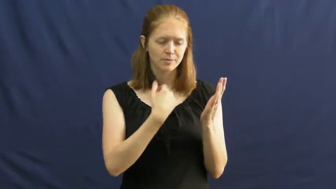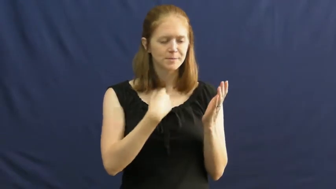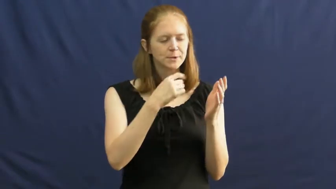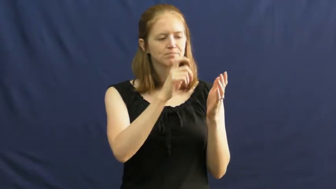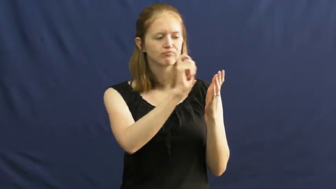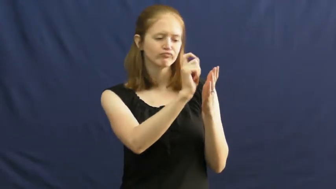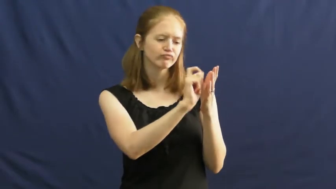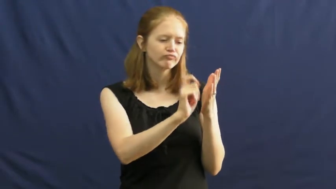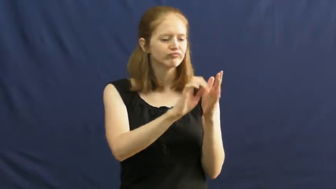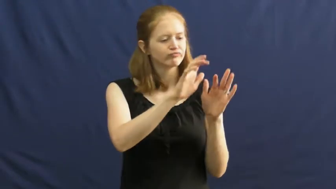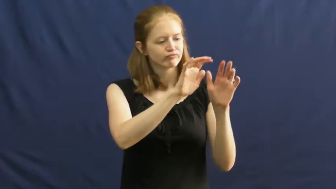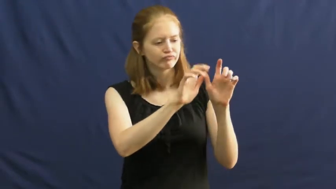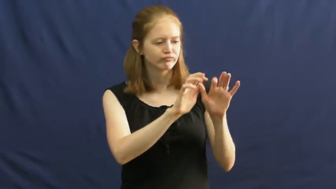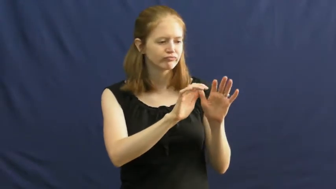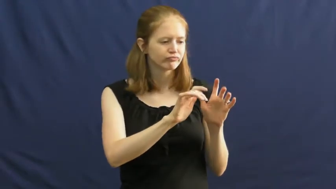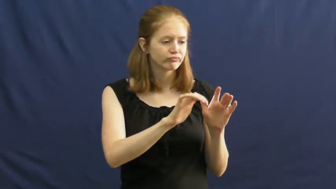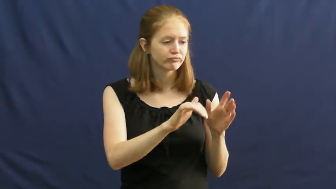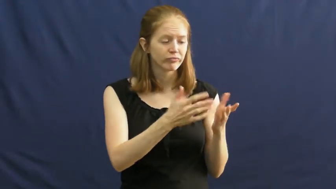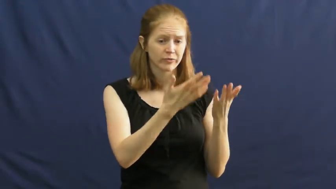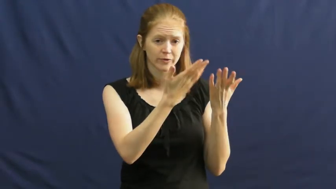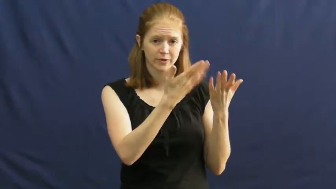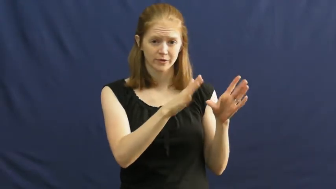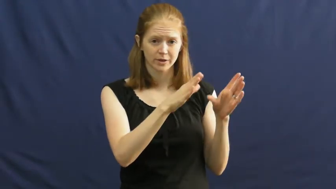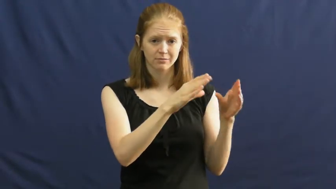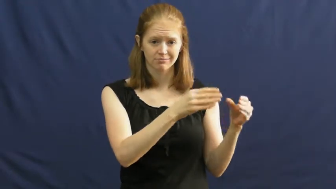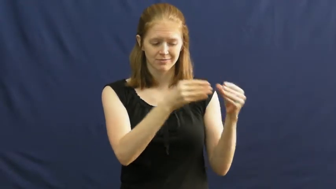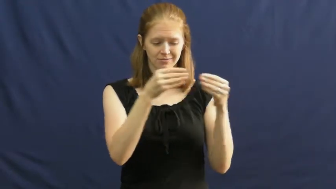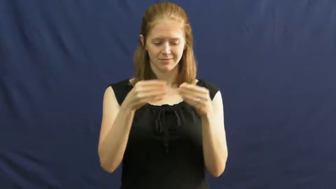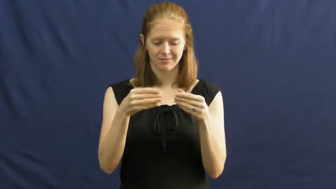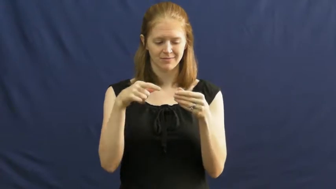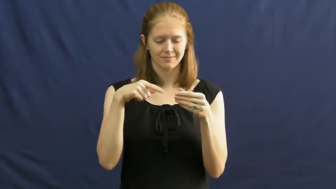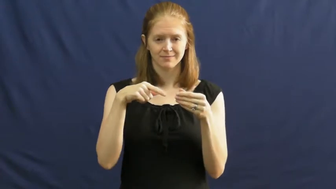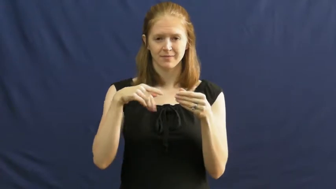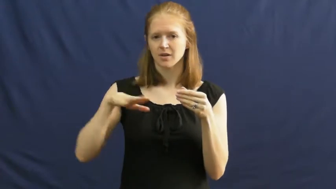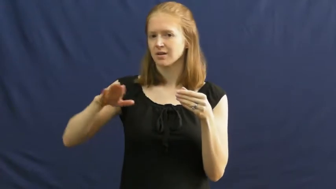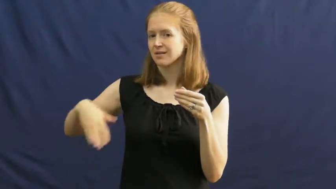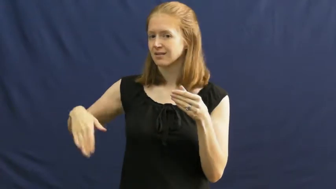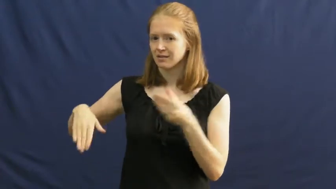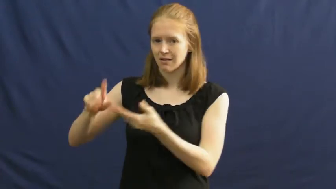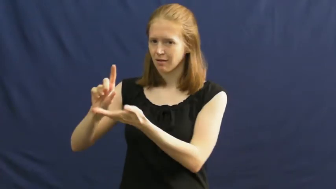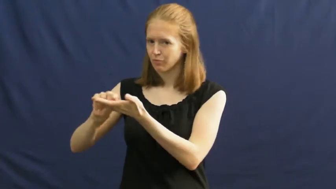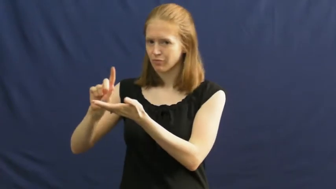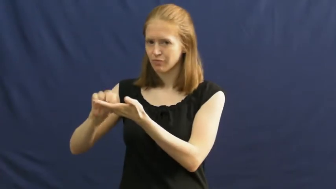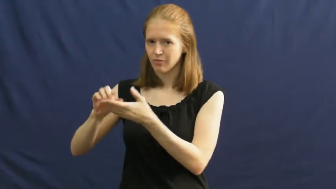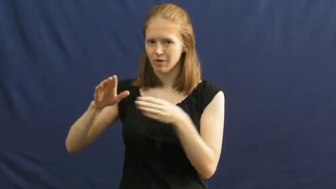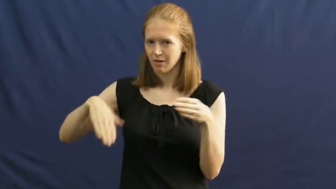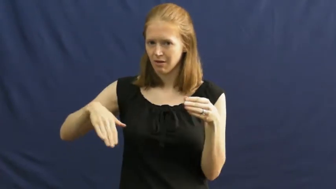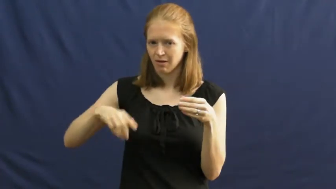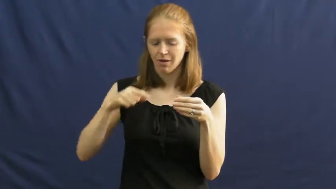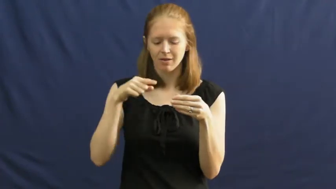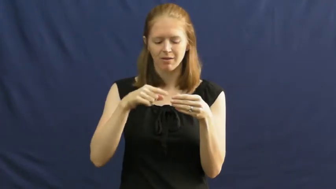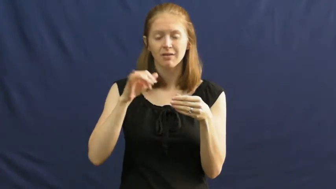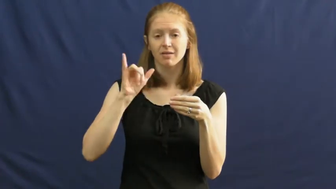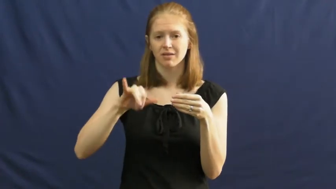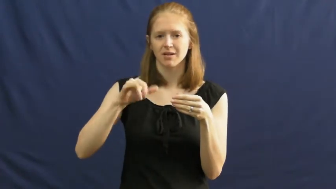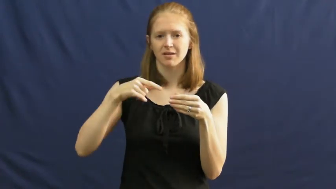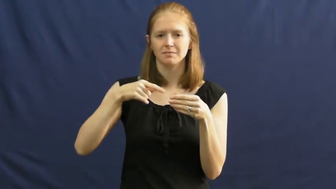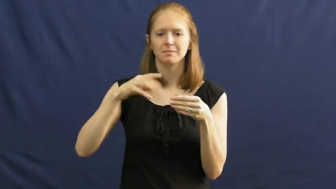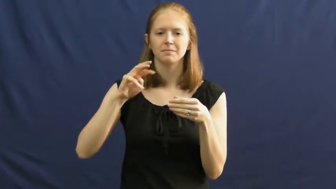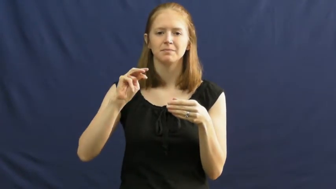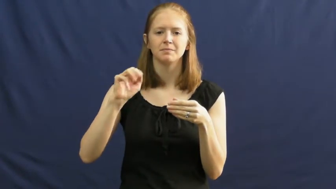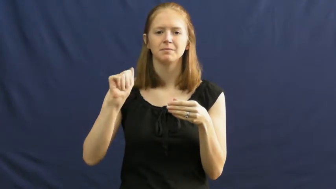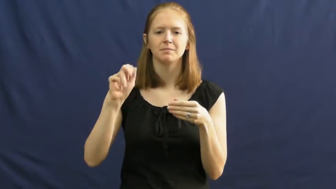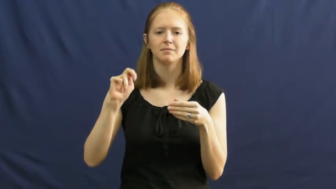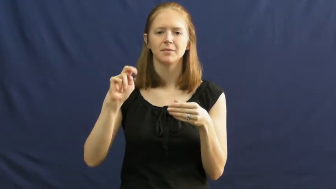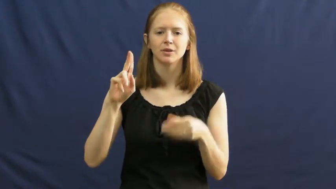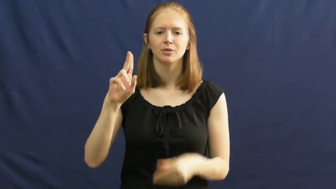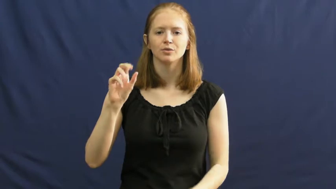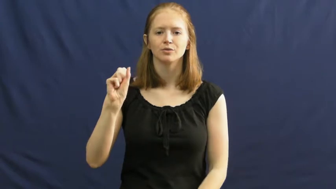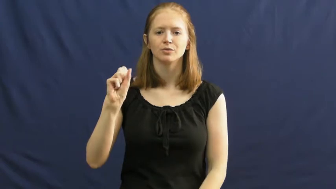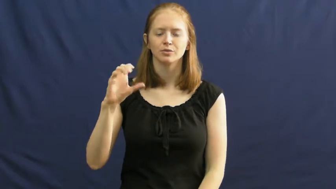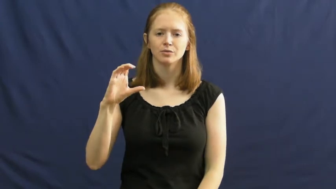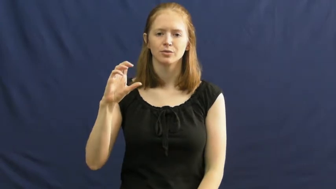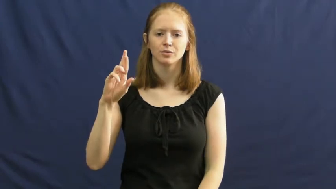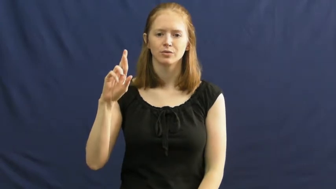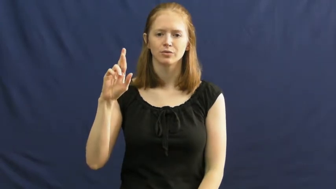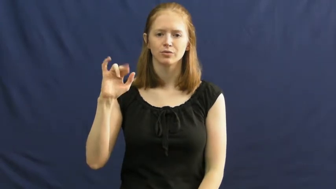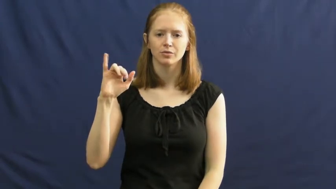manuscript